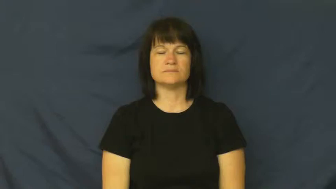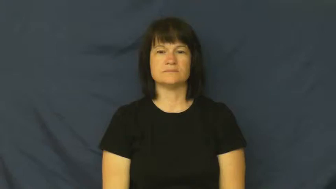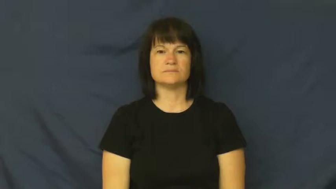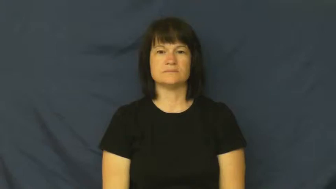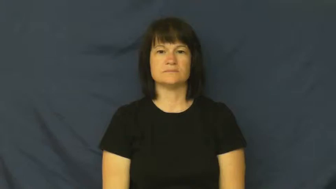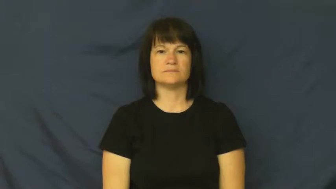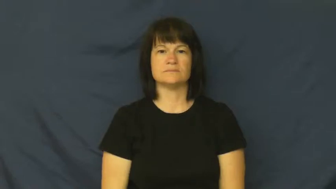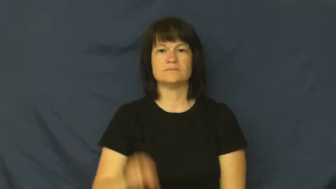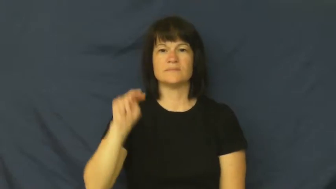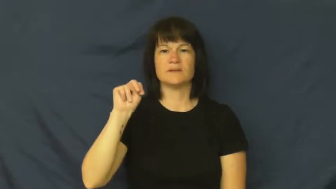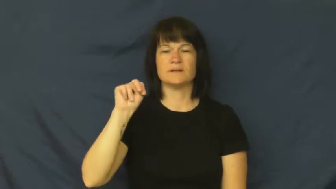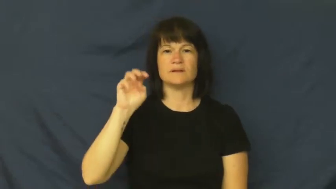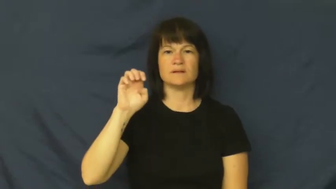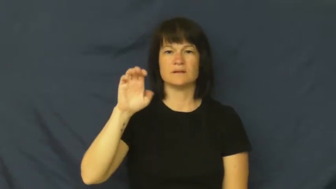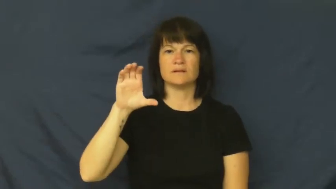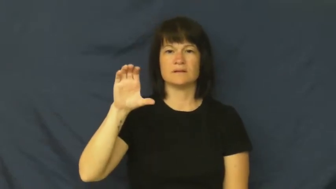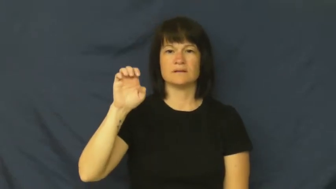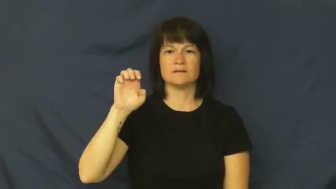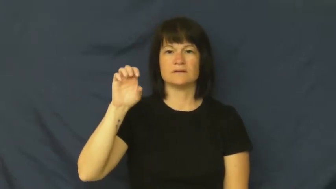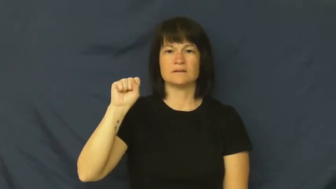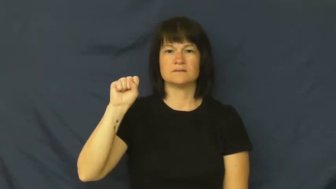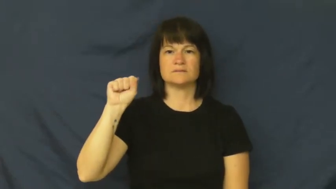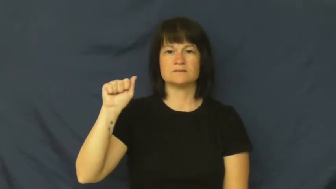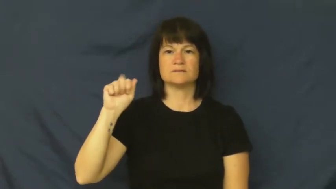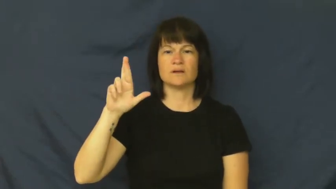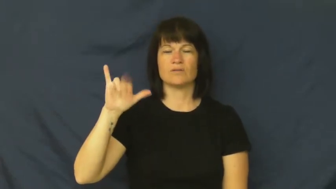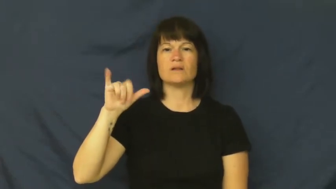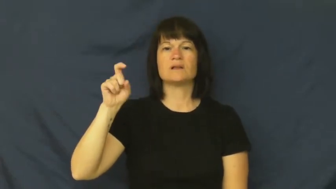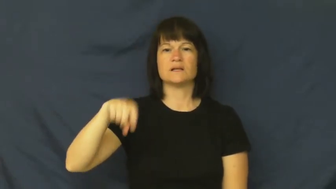necessarily